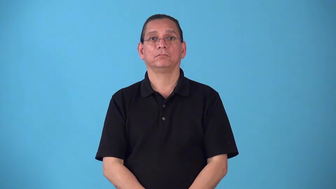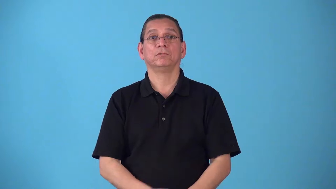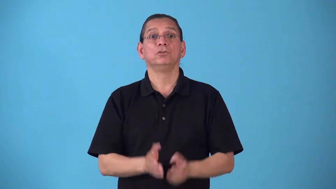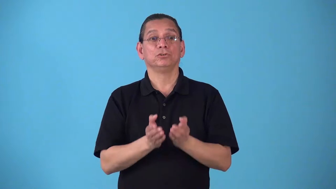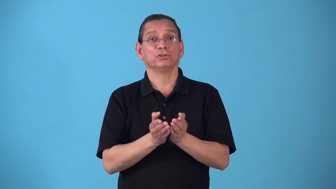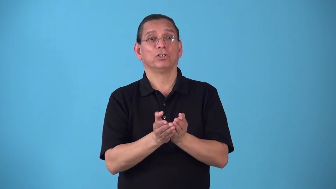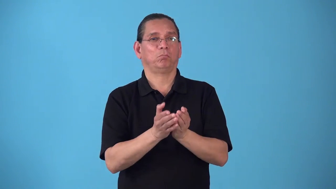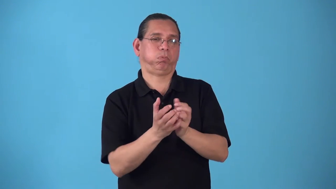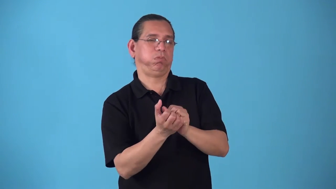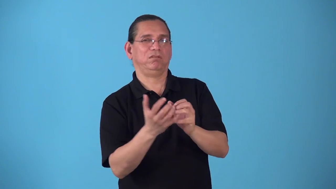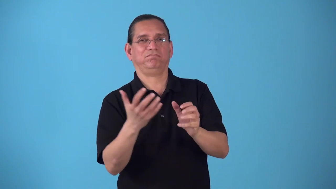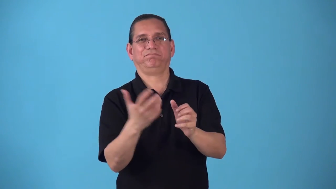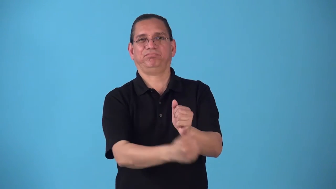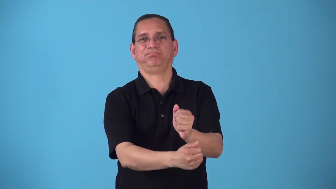shipwreck